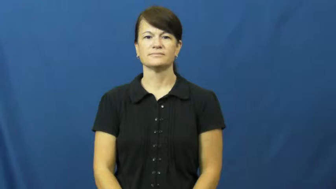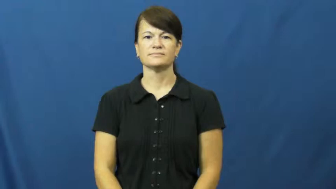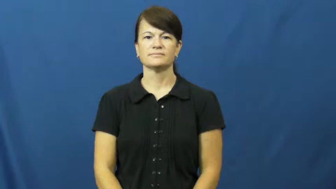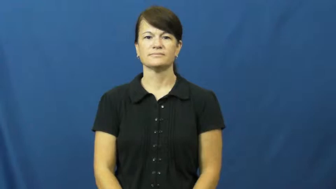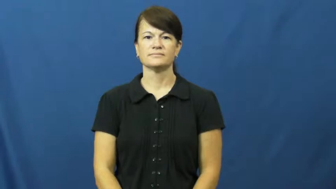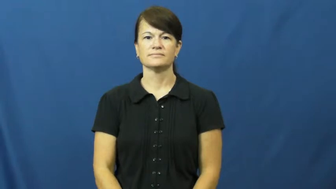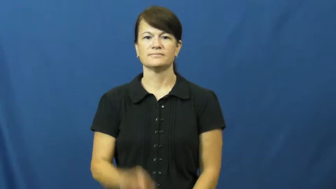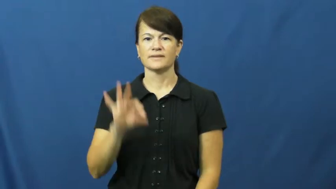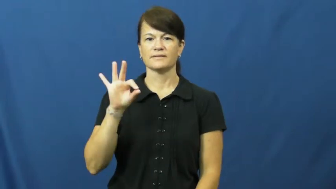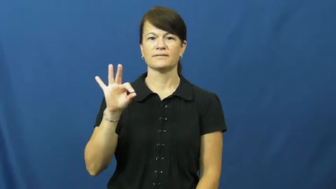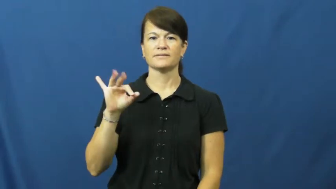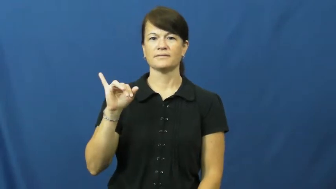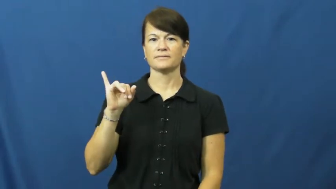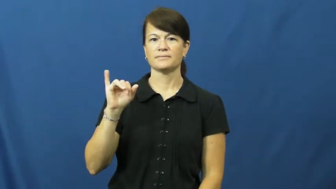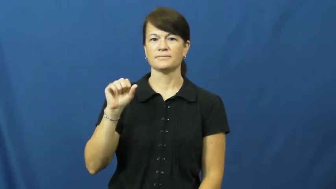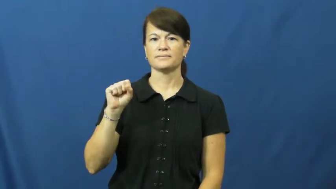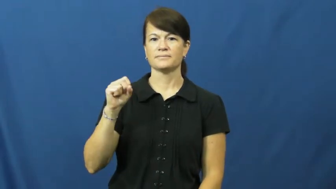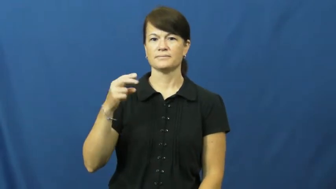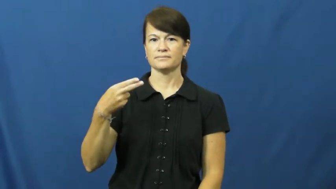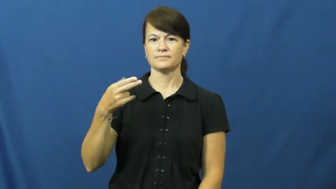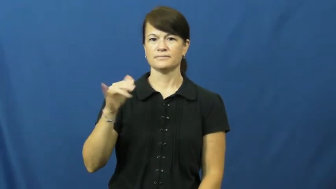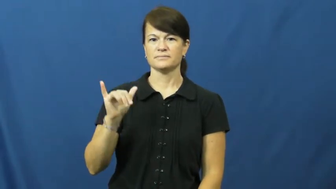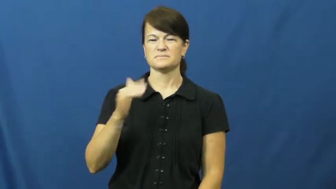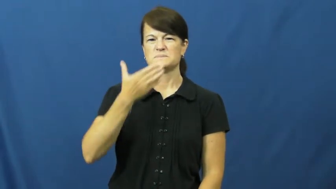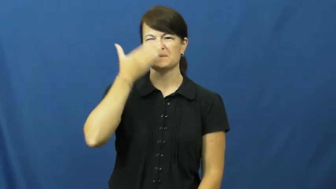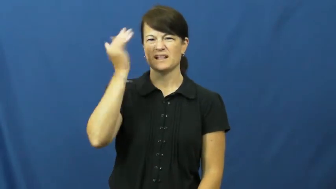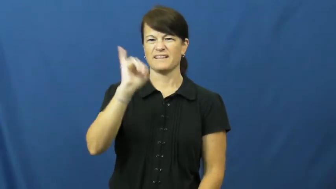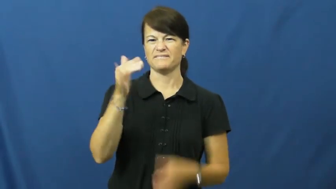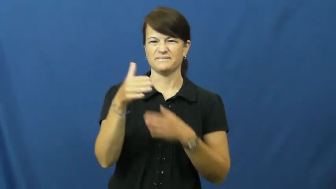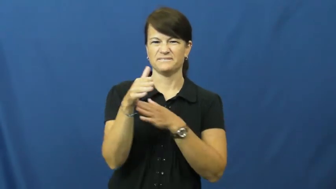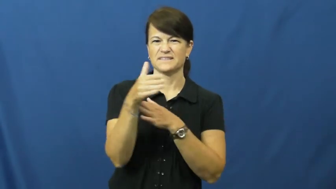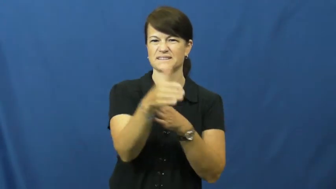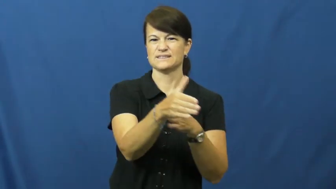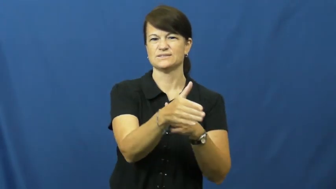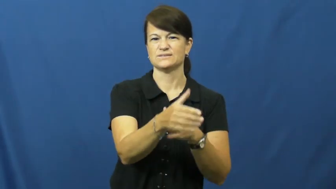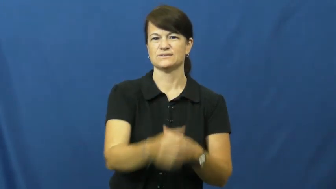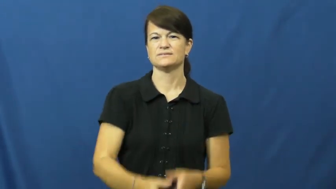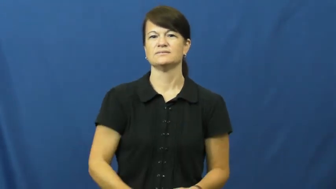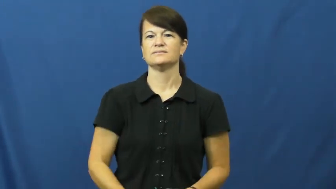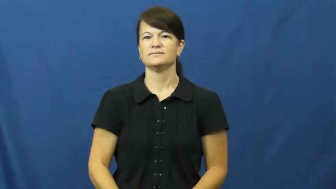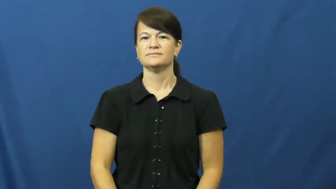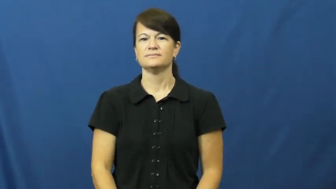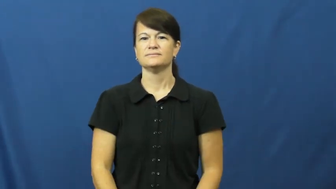fishy-smell